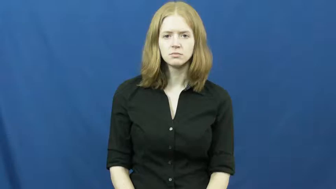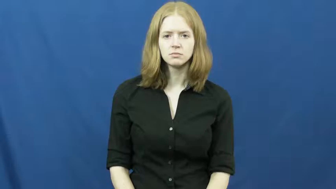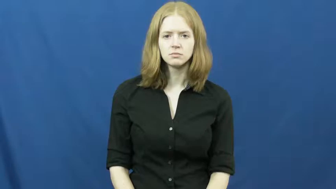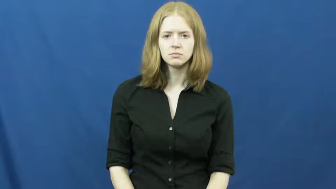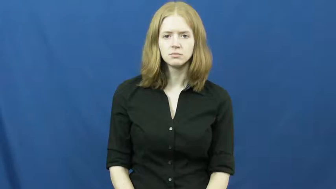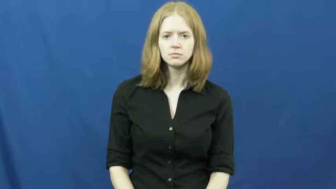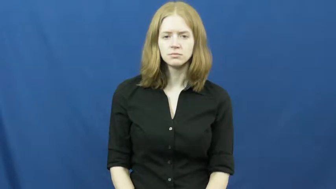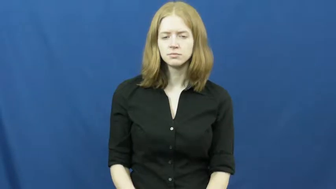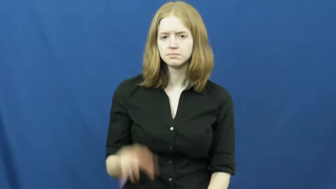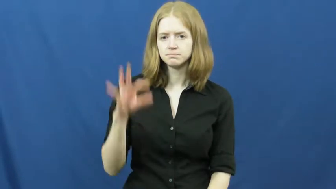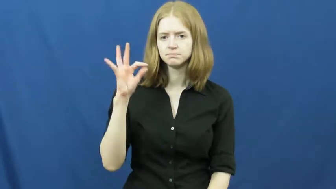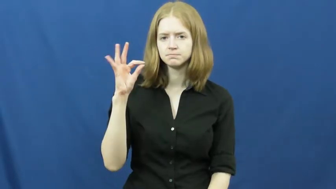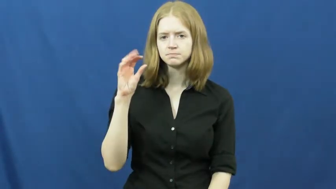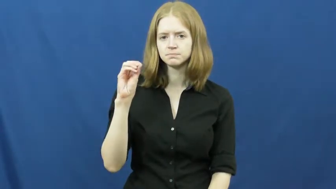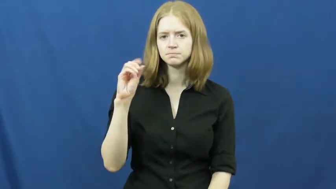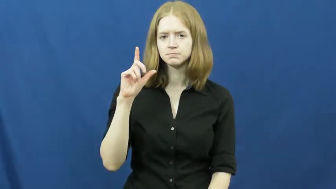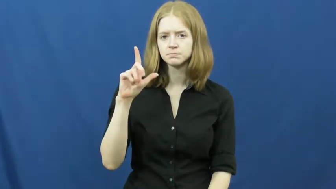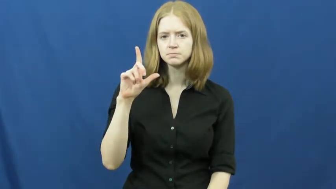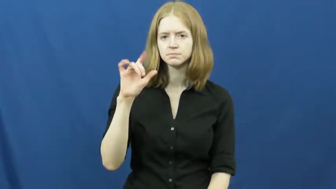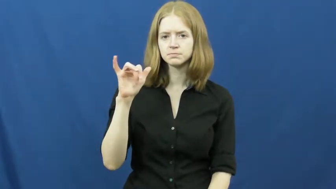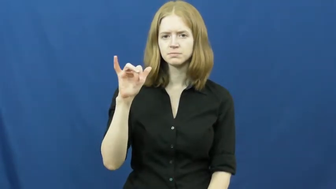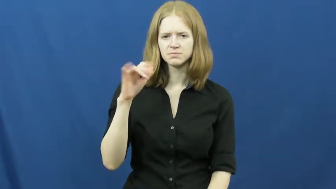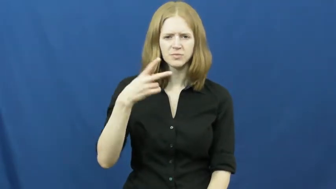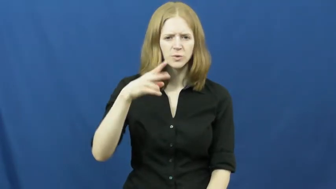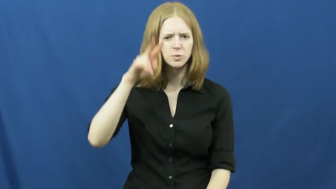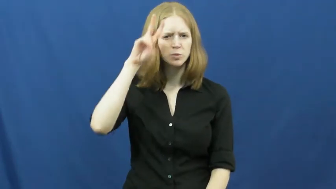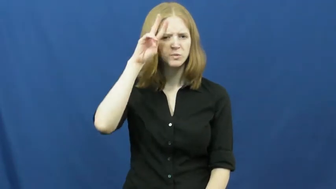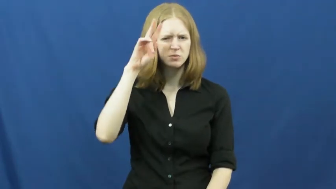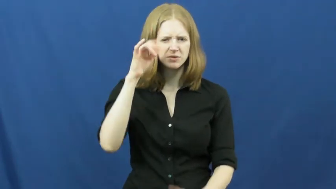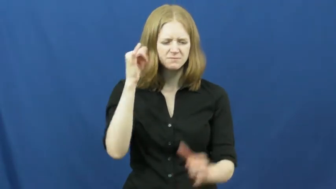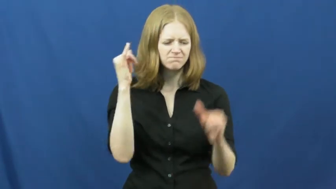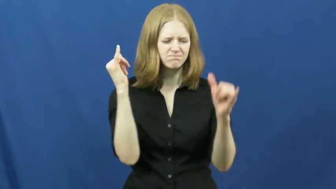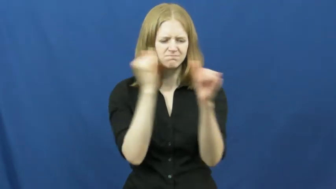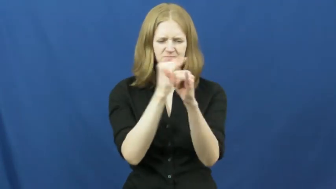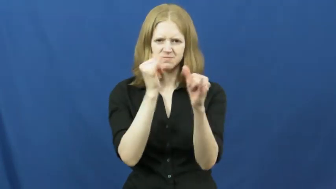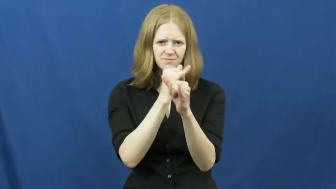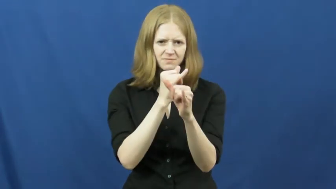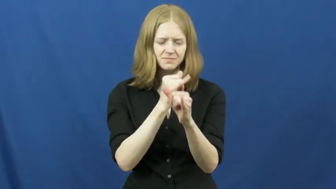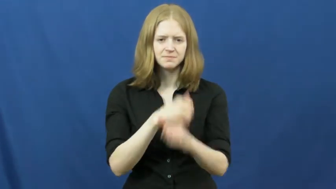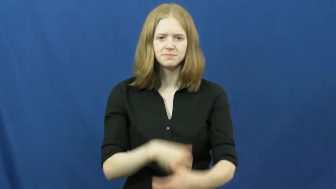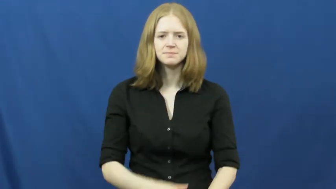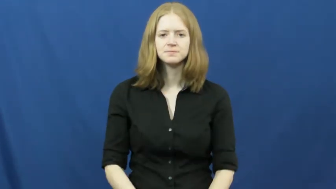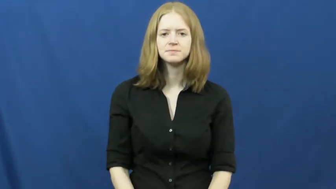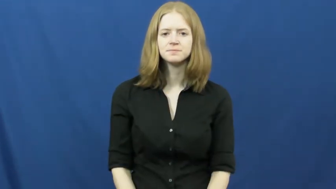folly